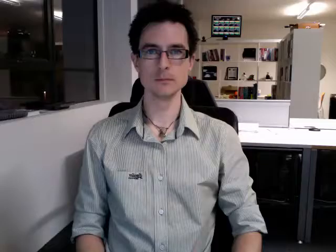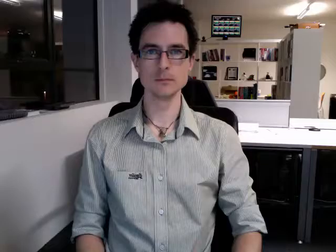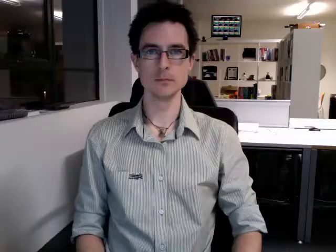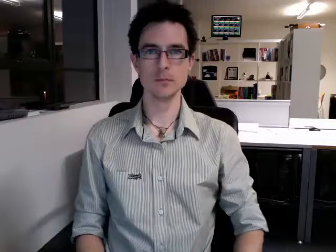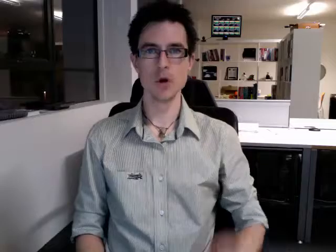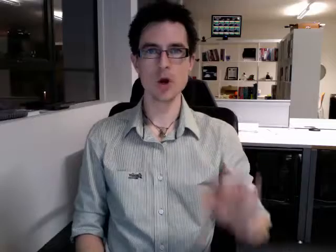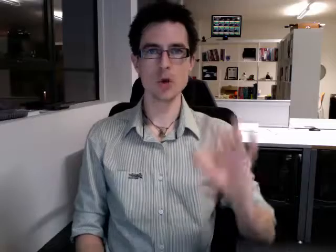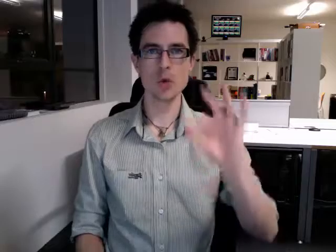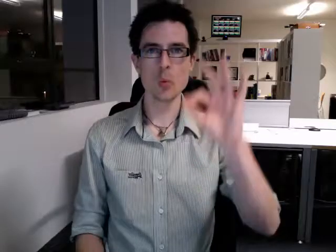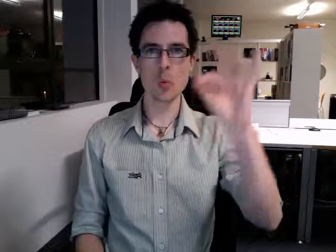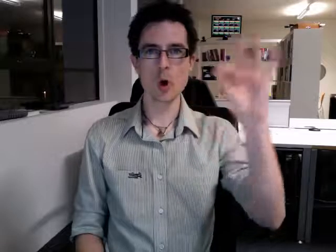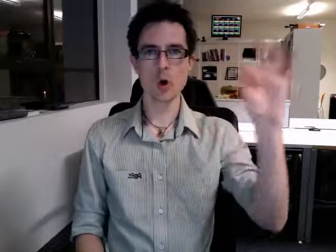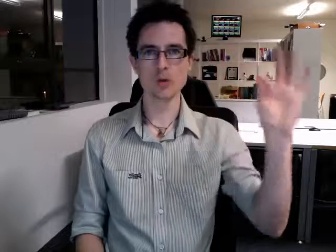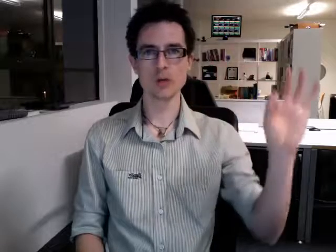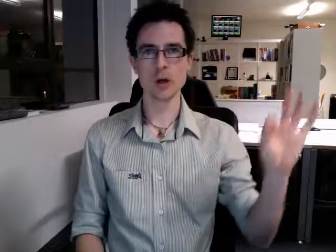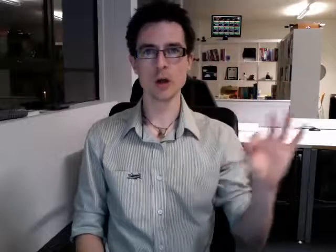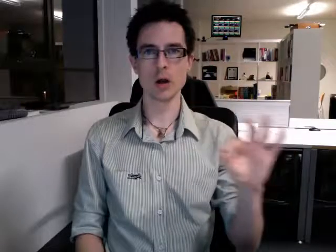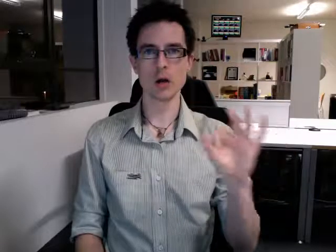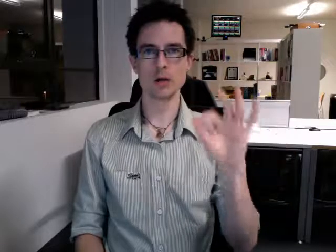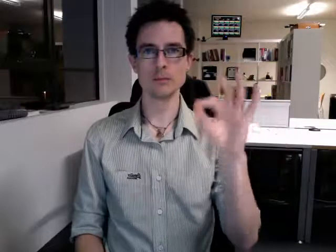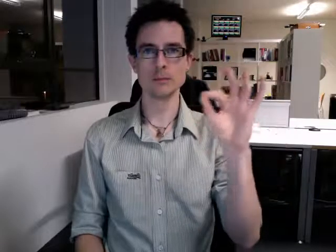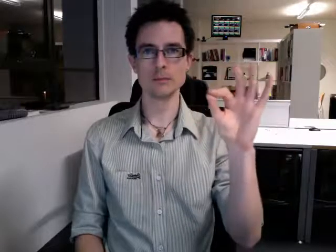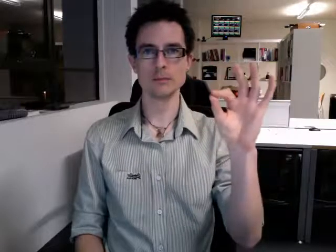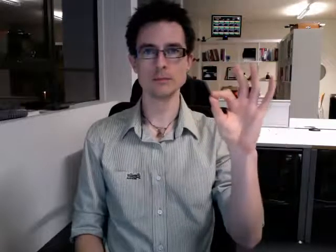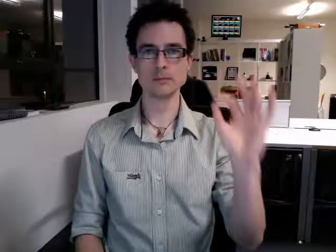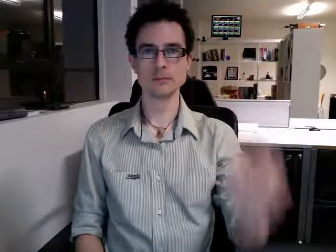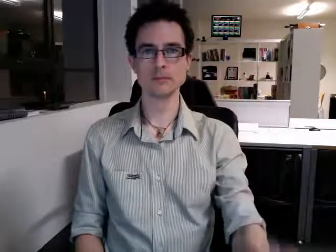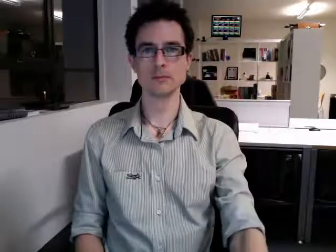quarter